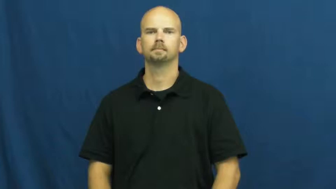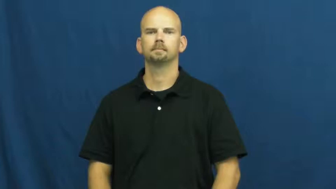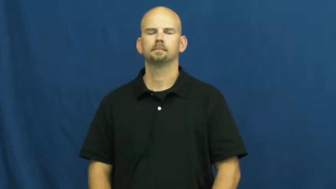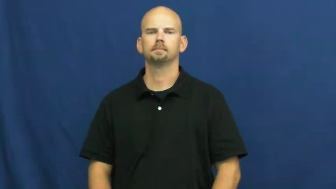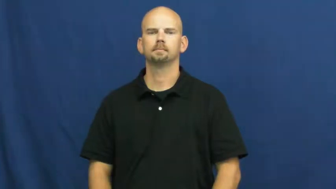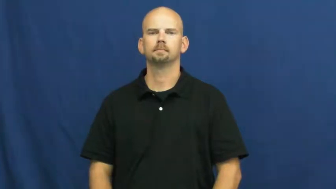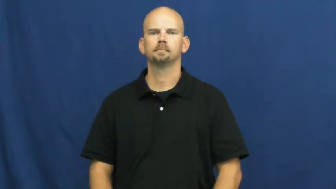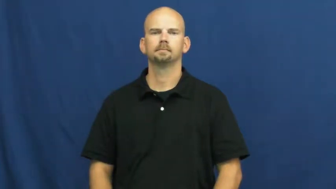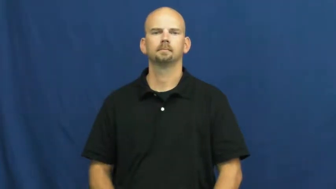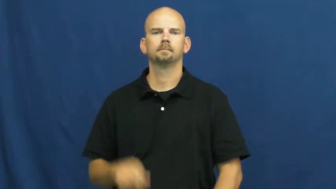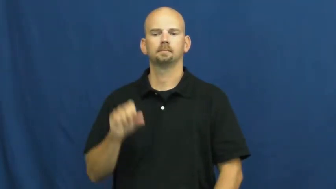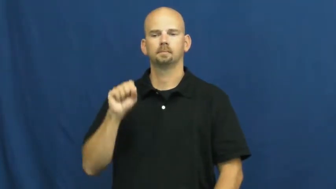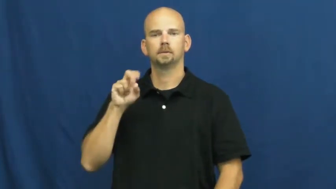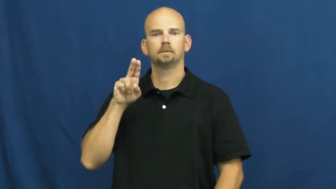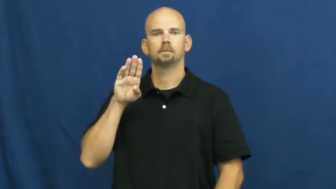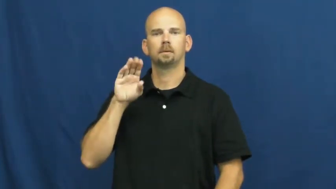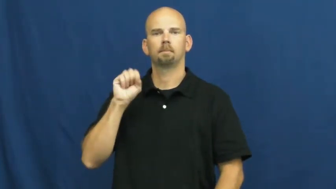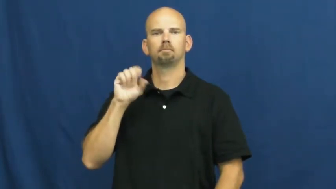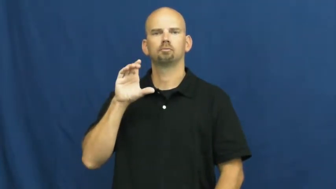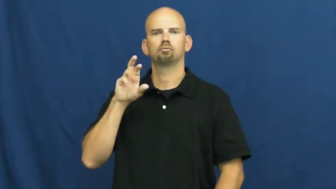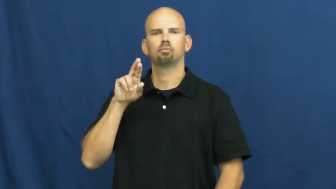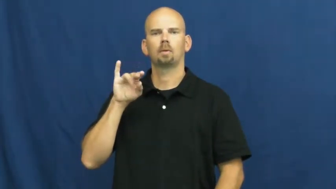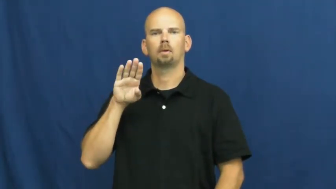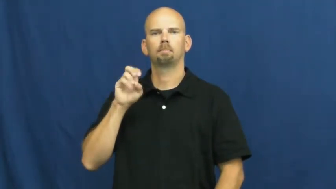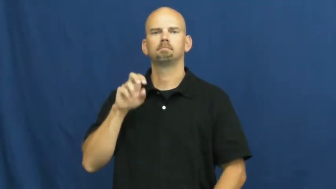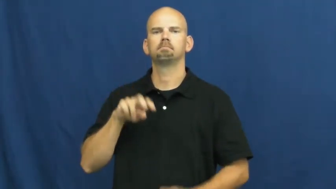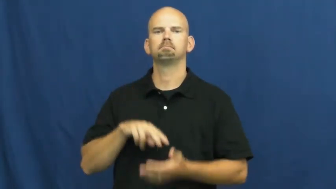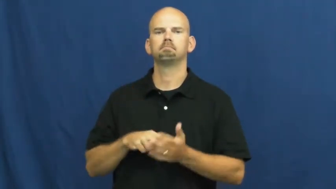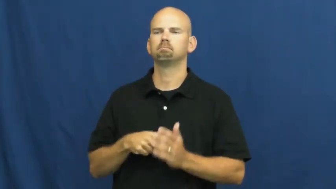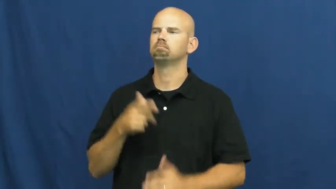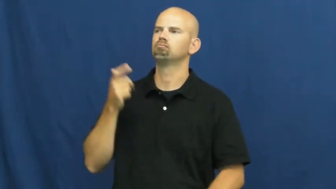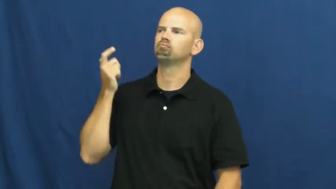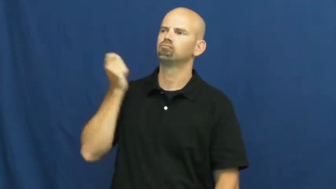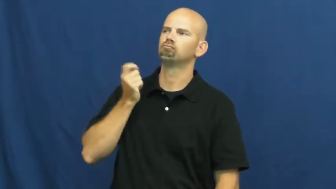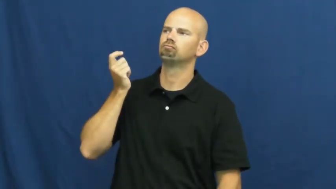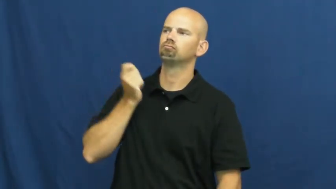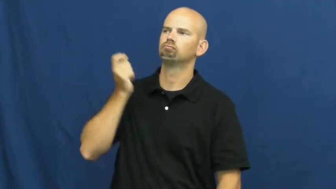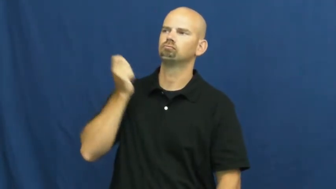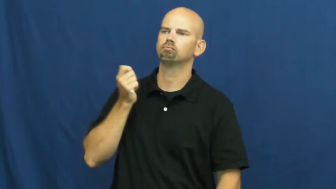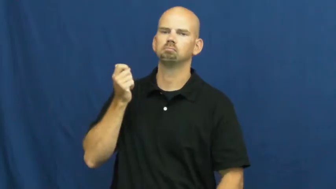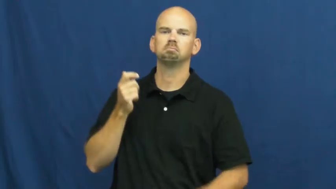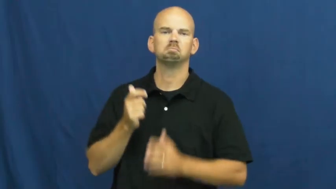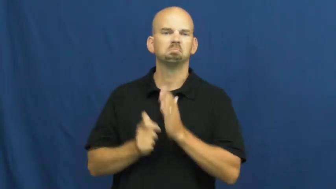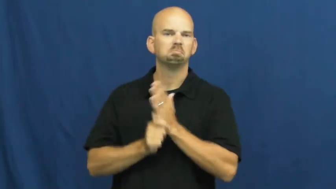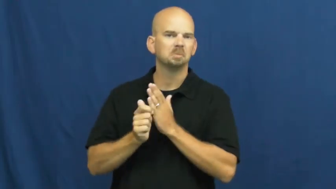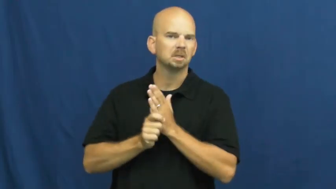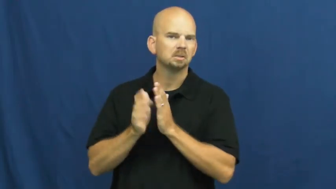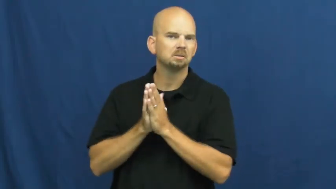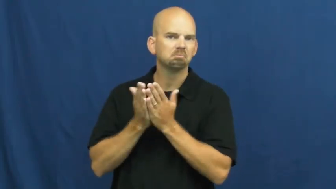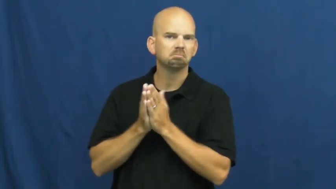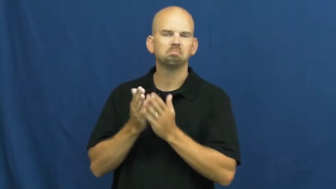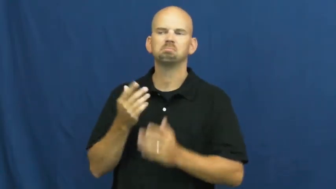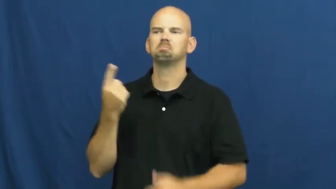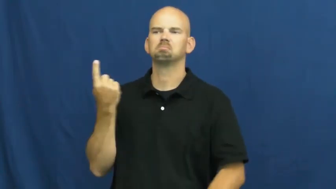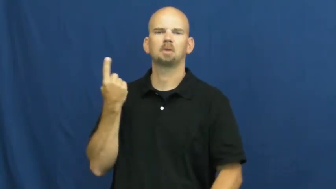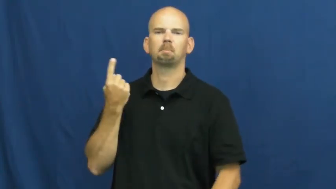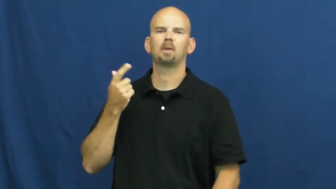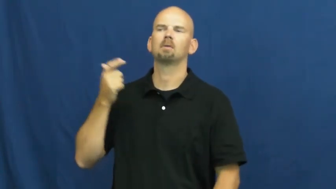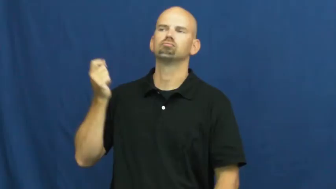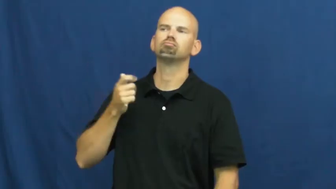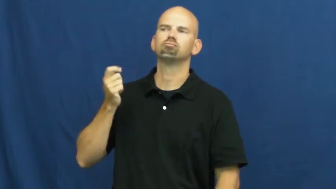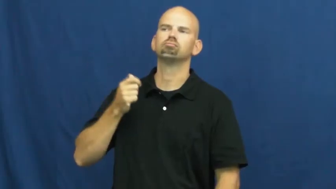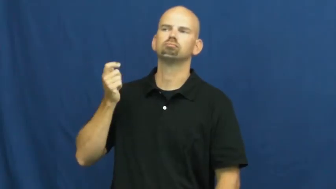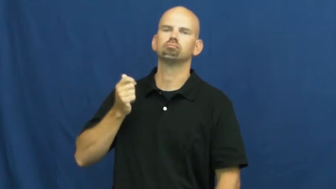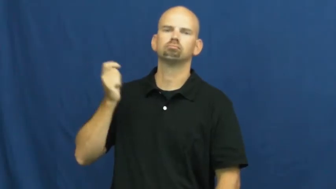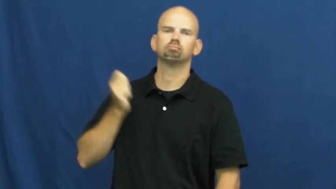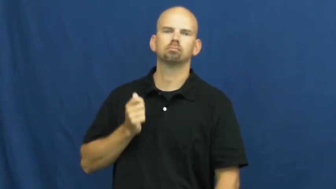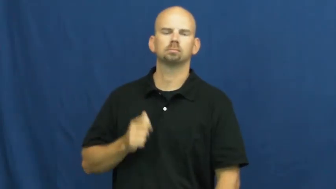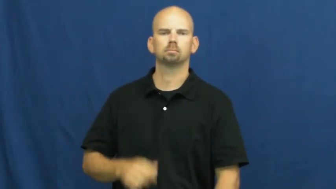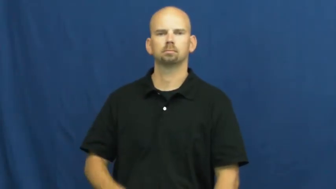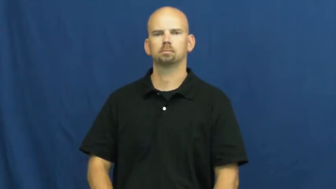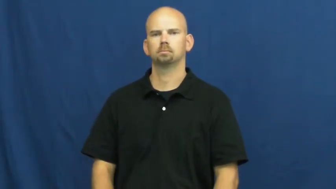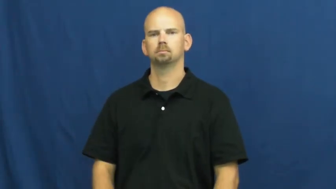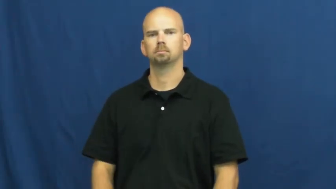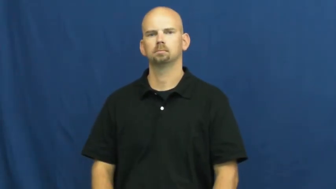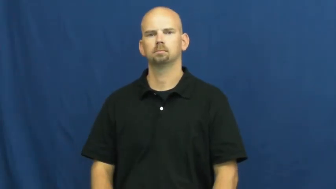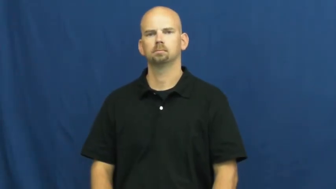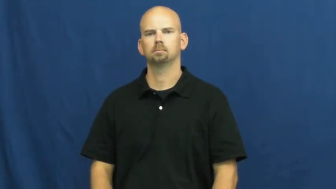subscribe